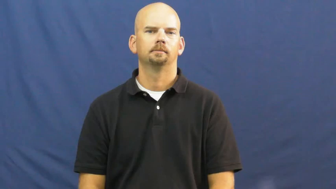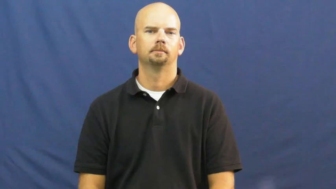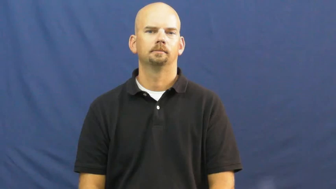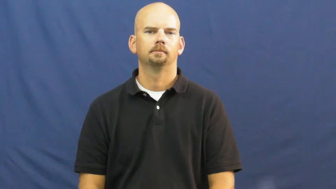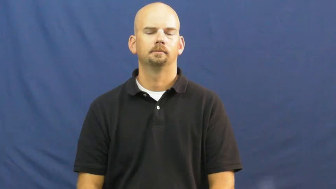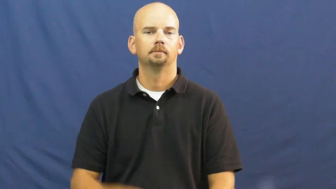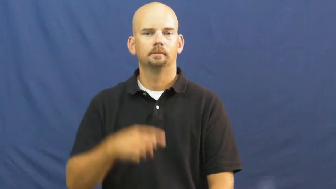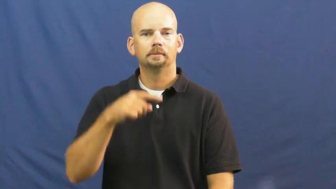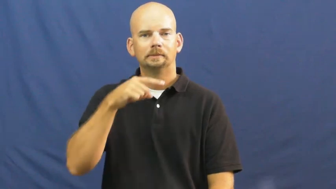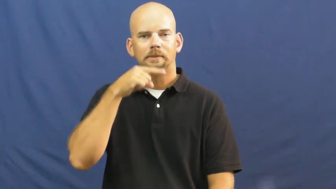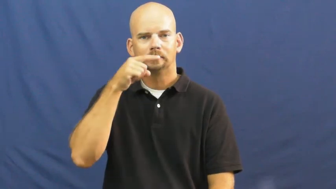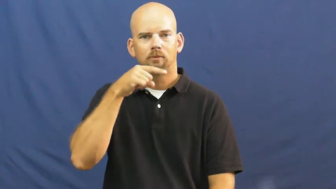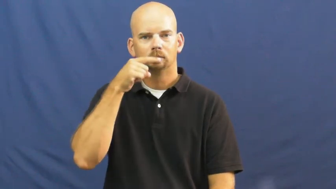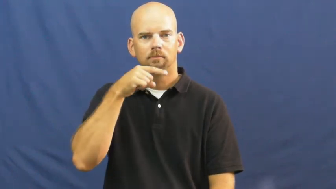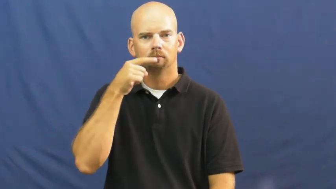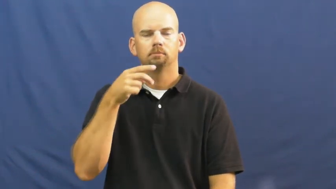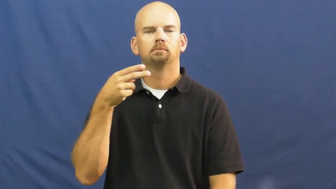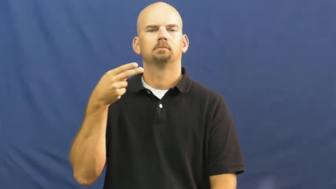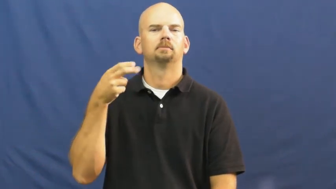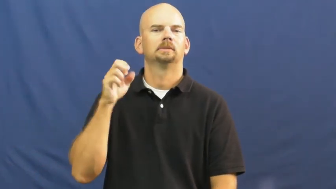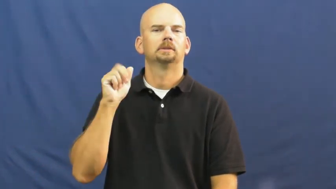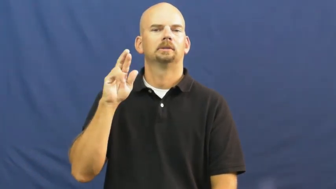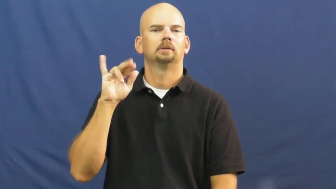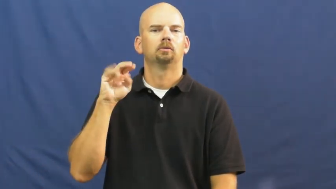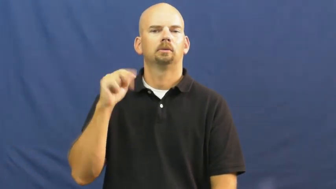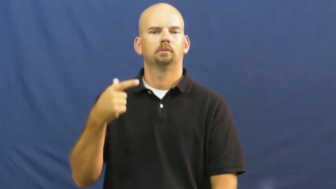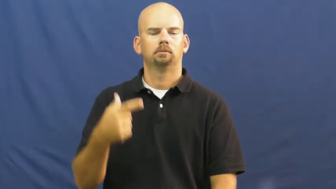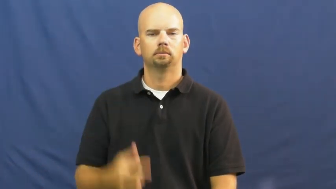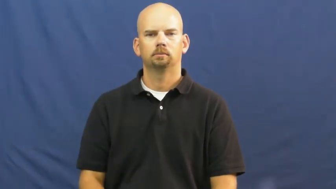hearing-culture